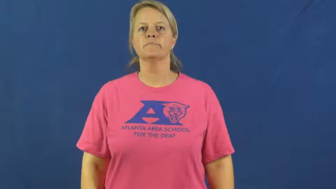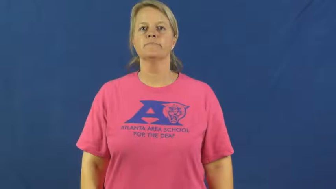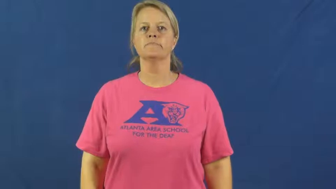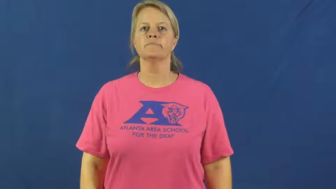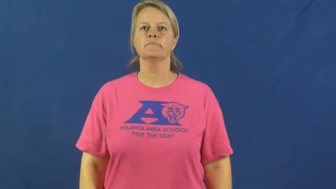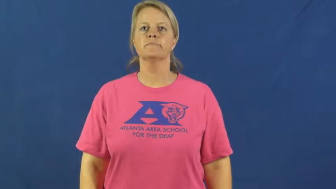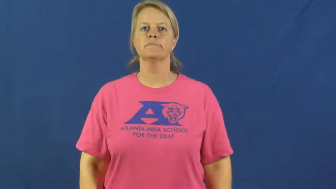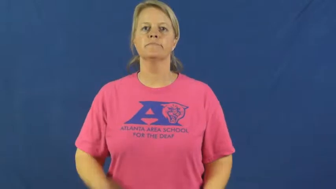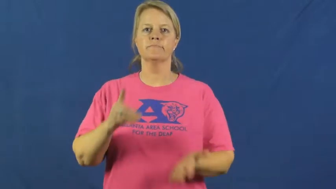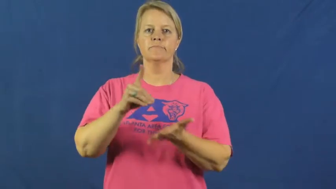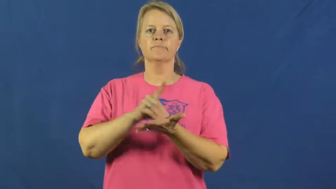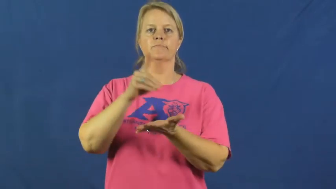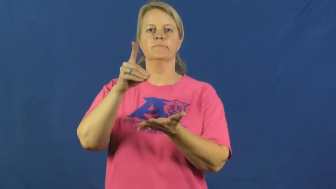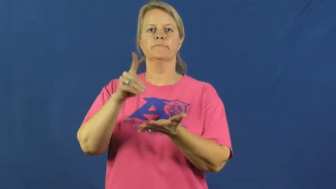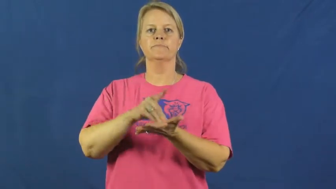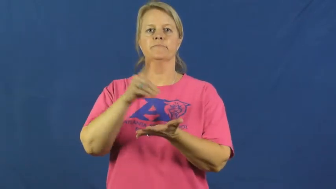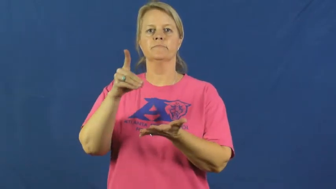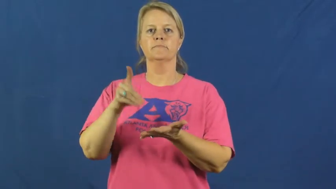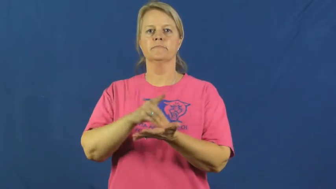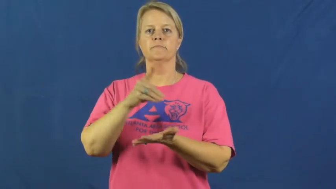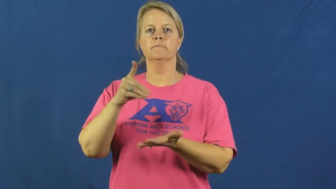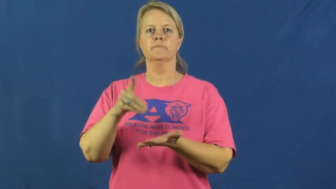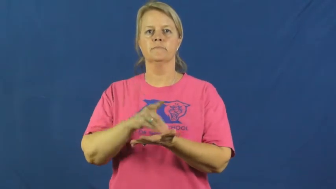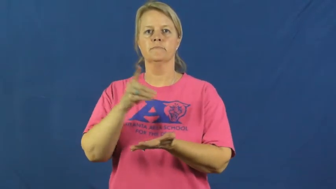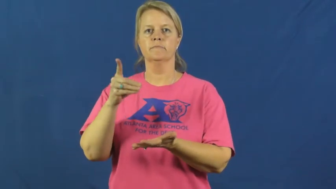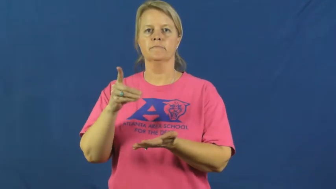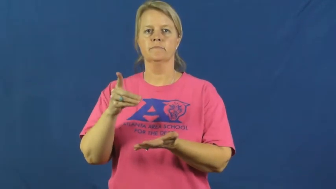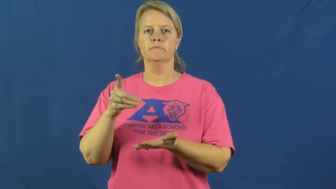glossary